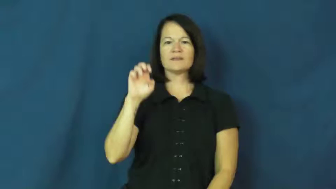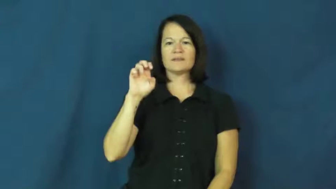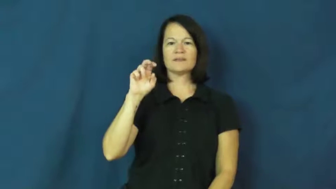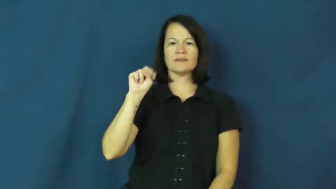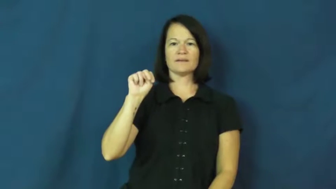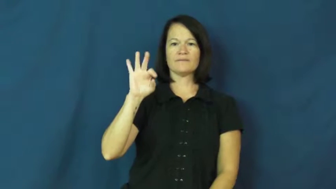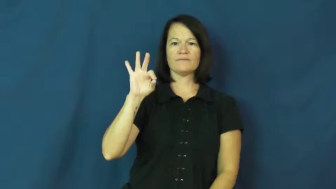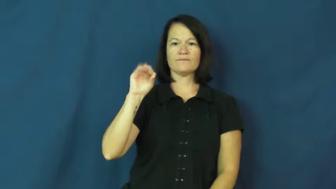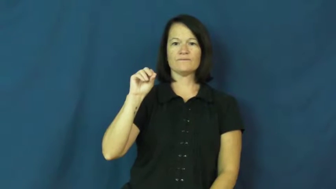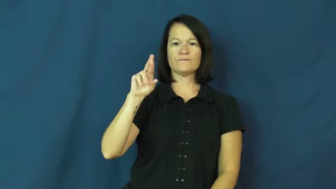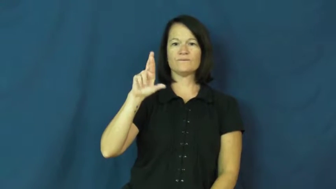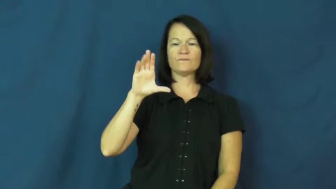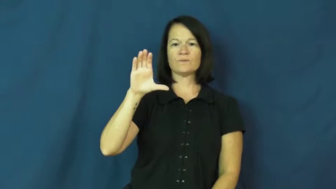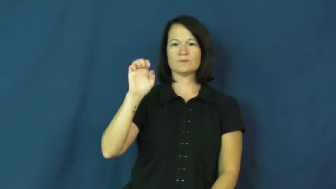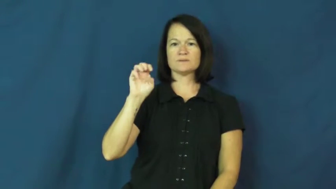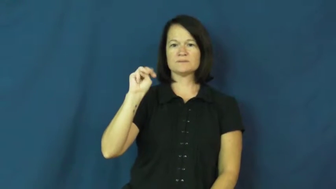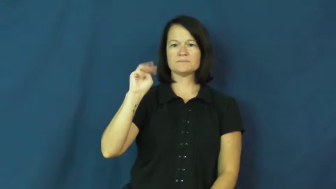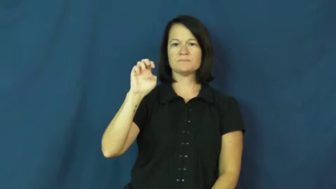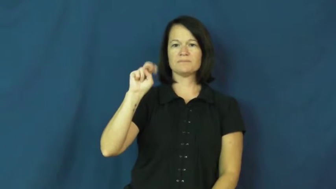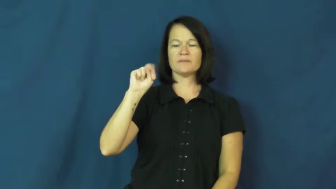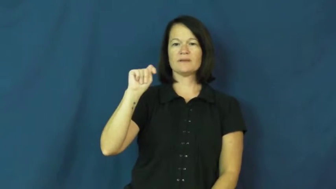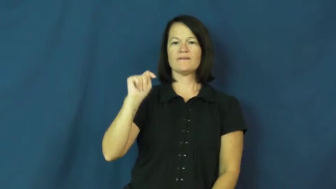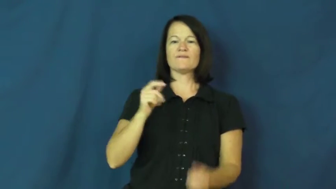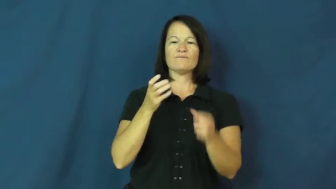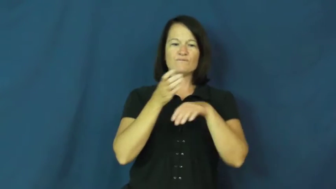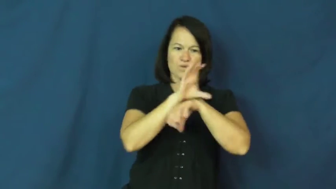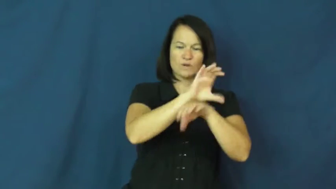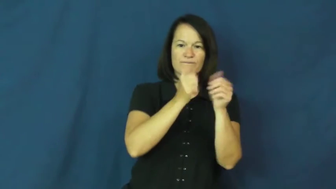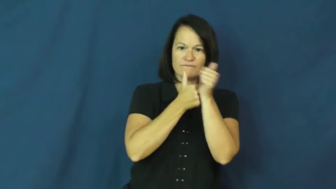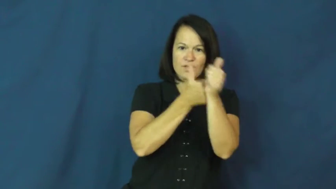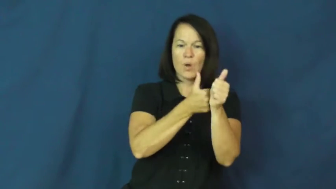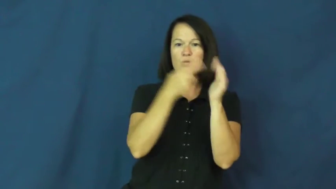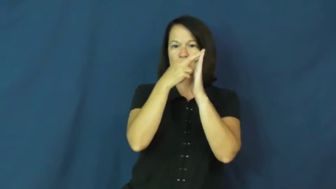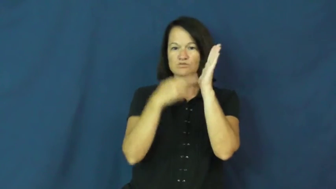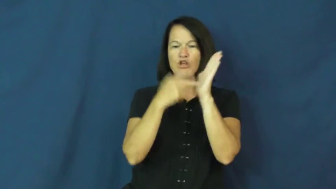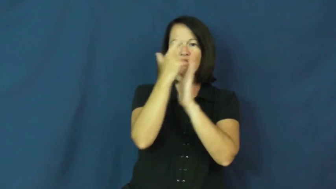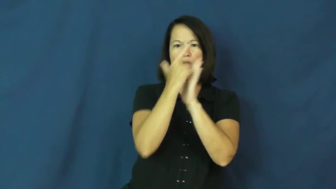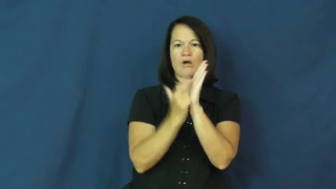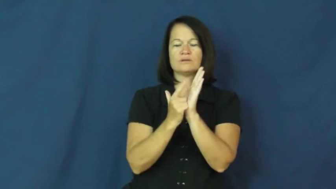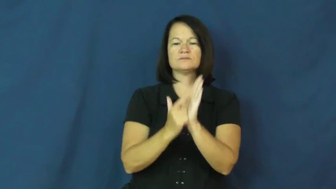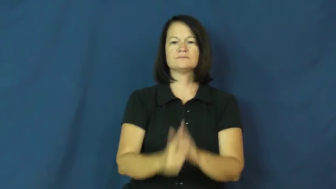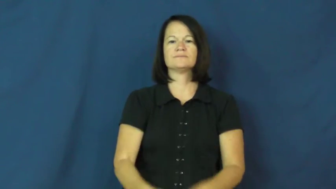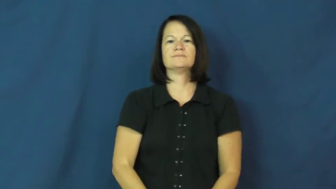enforcement